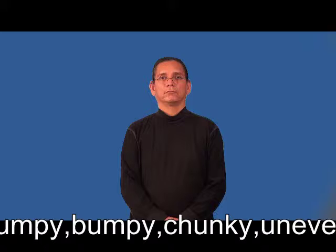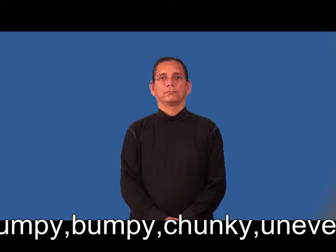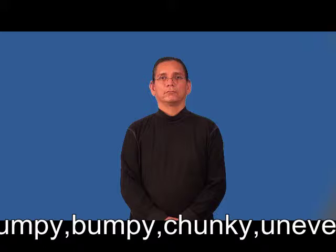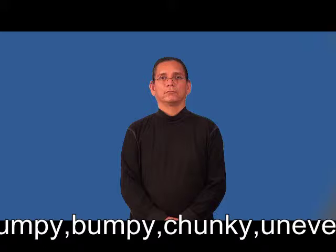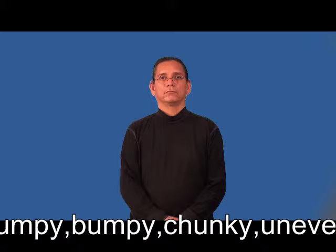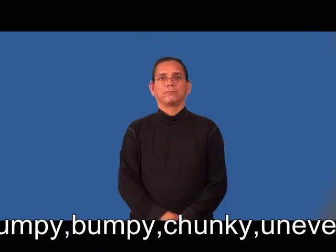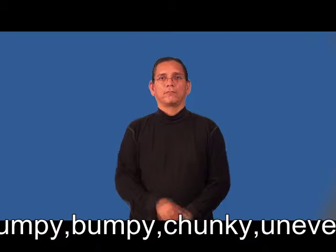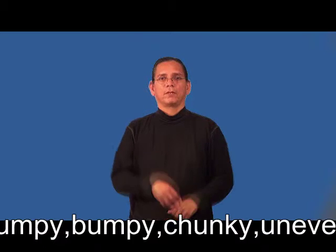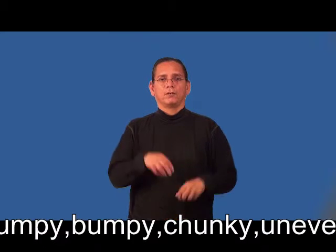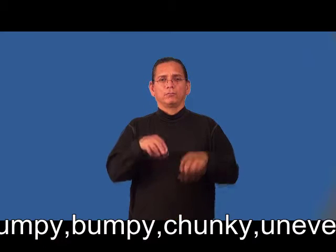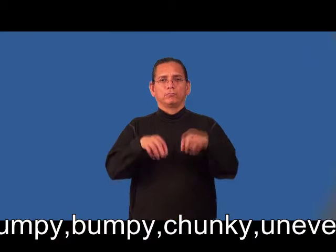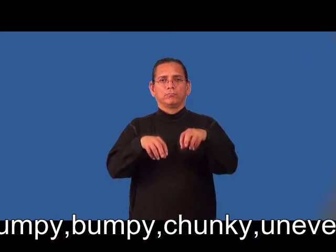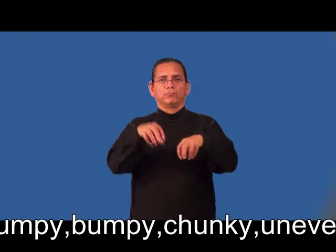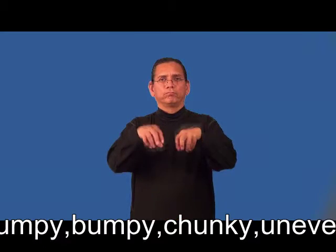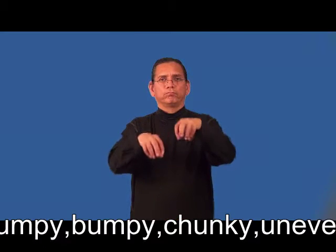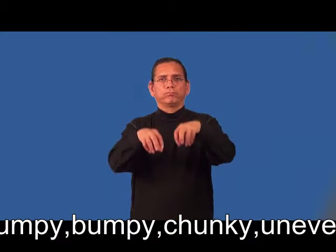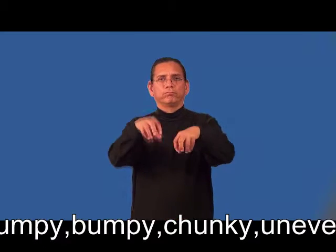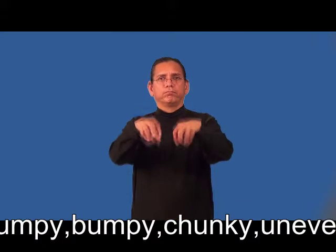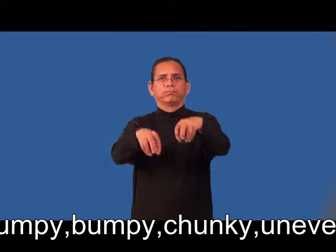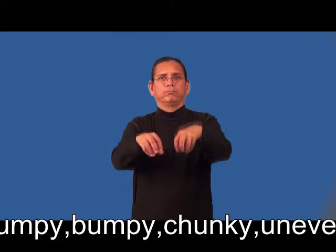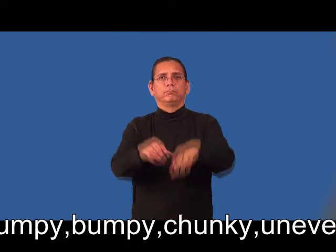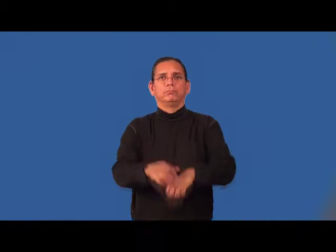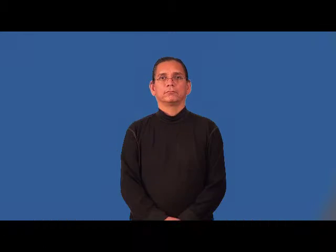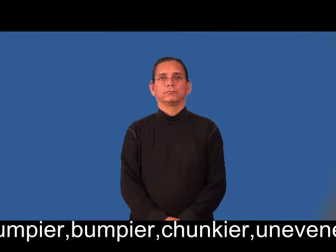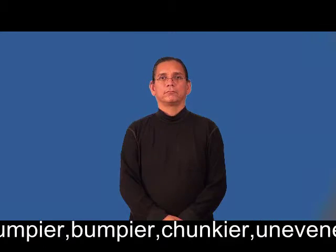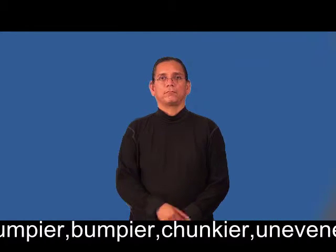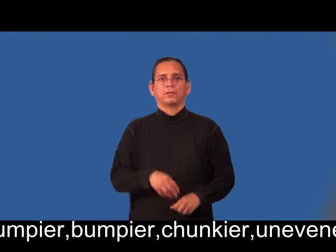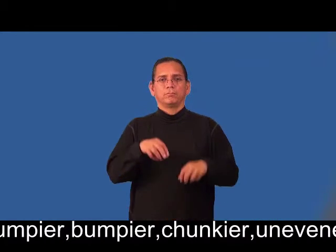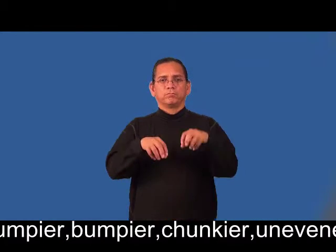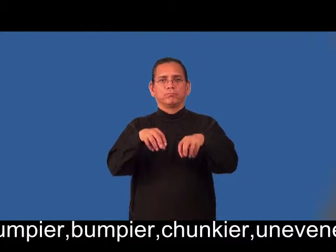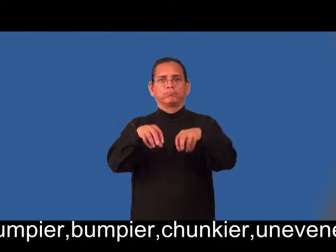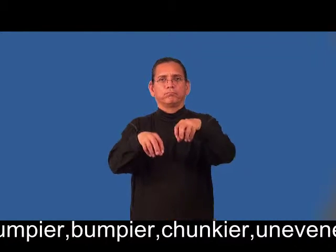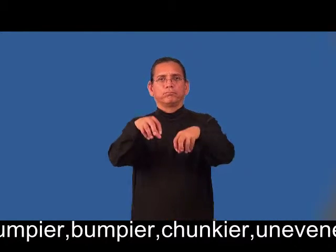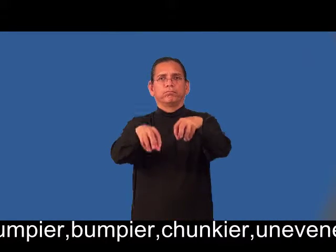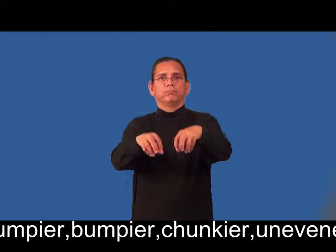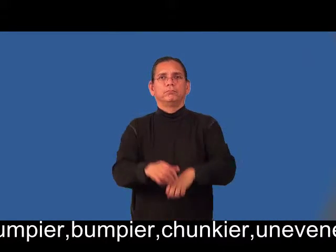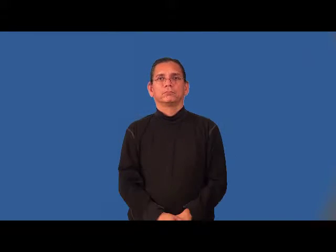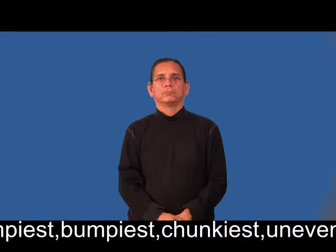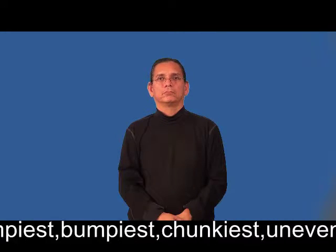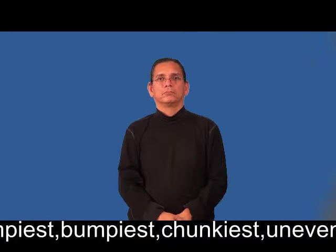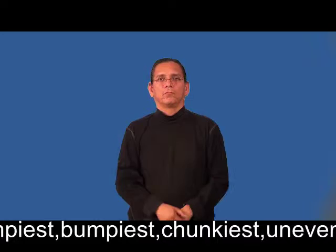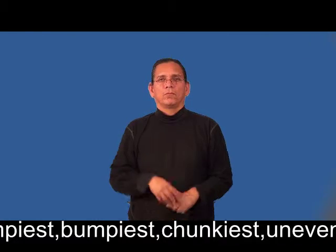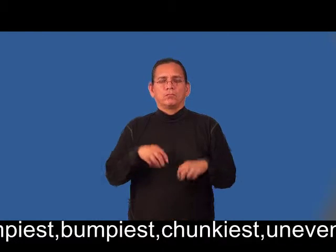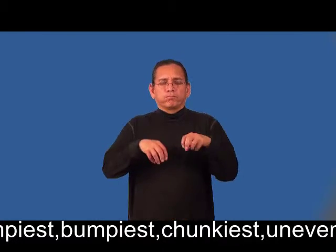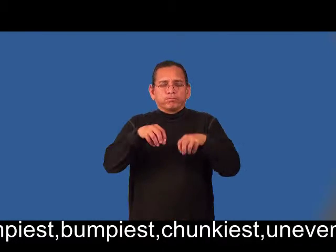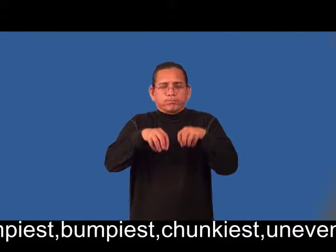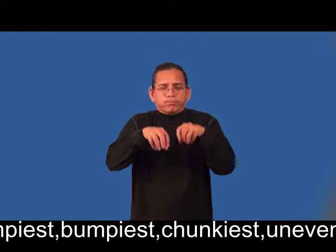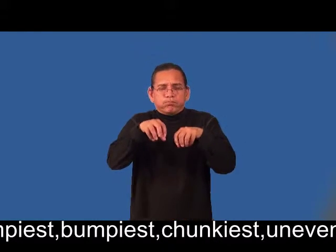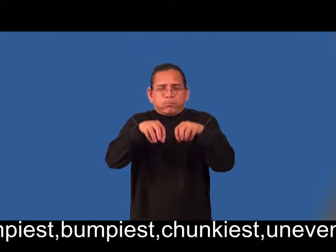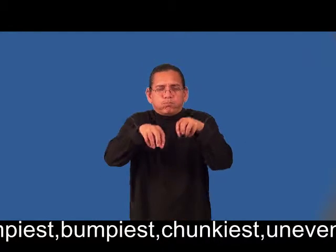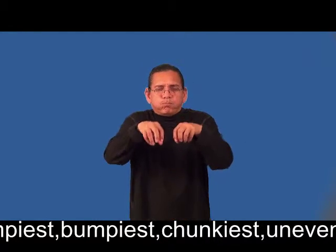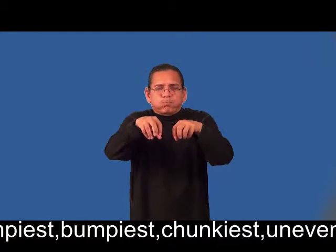lumpier,bumpier,chunkier,unevener,lumpiest,bumpiest,chunkiest,unevenest